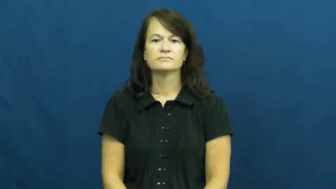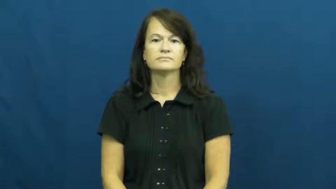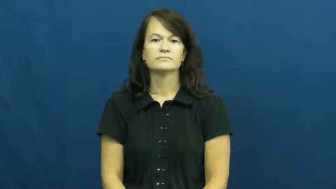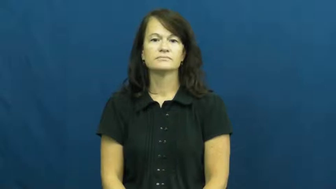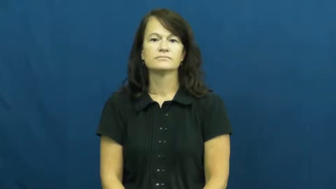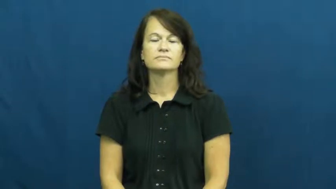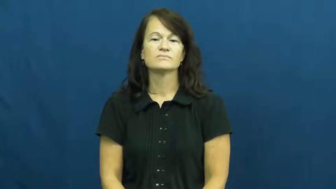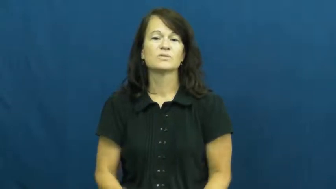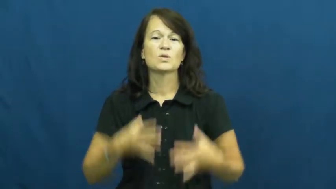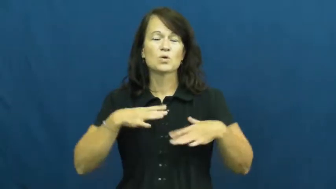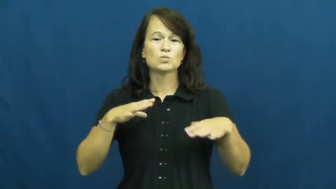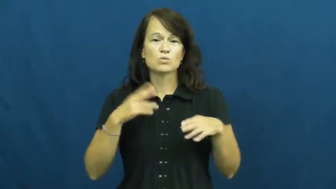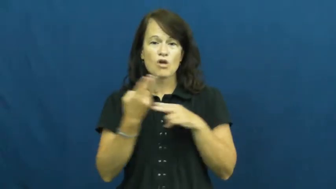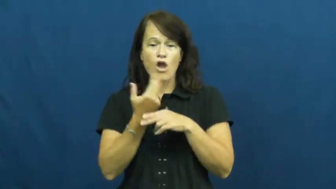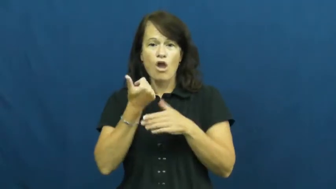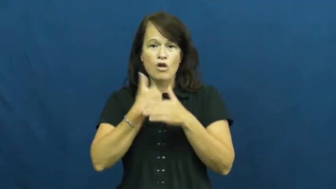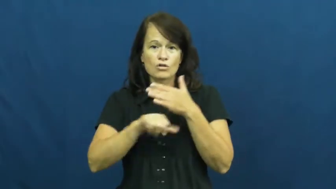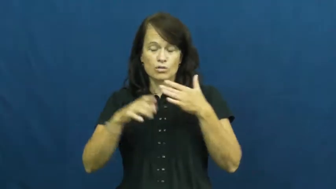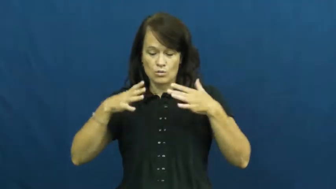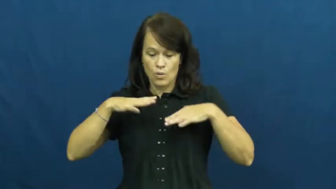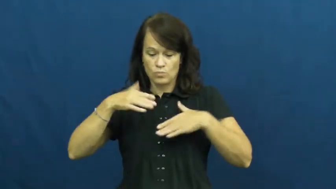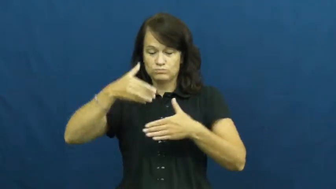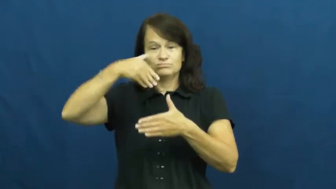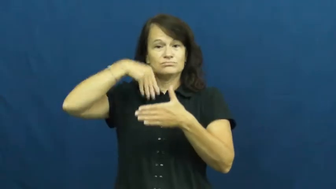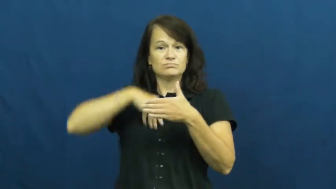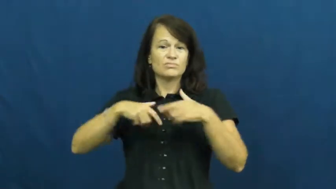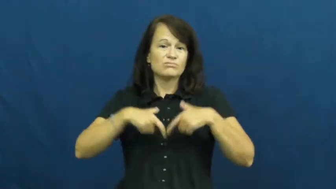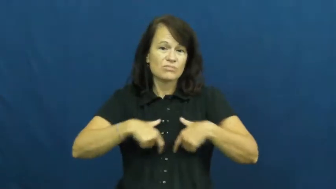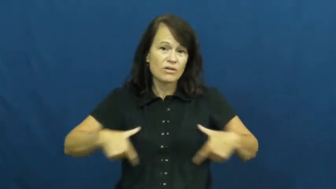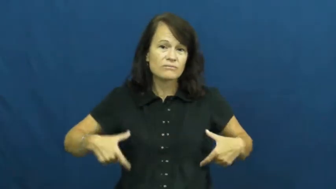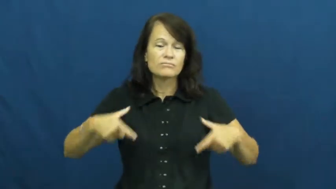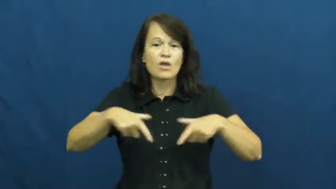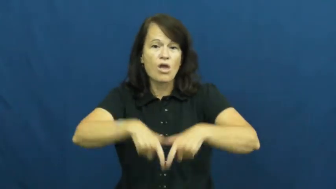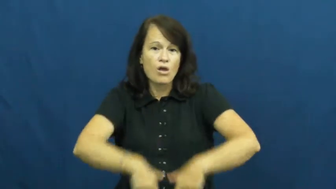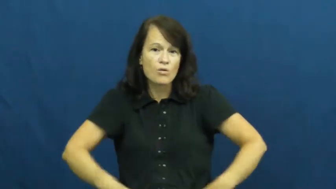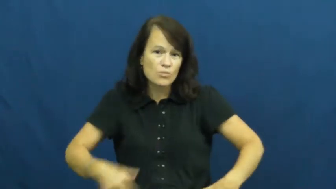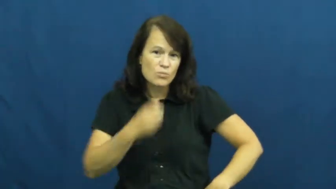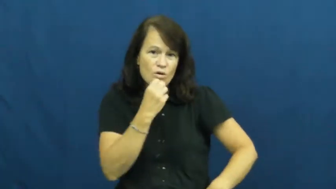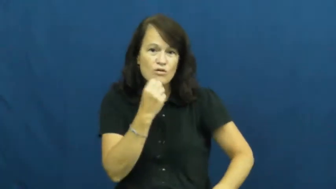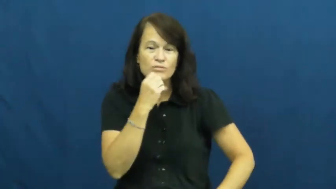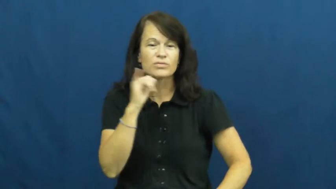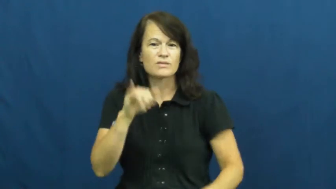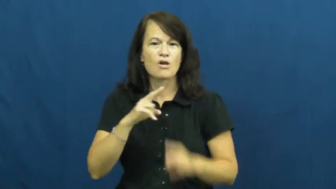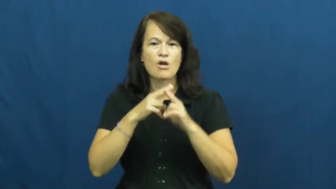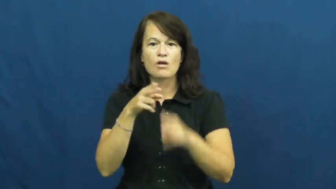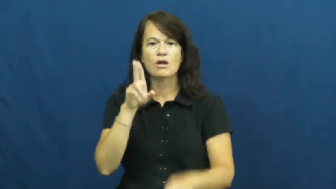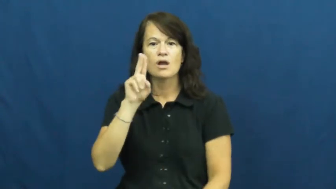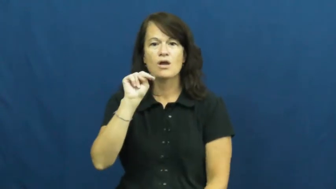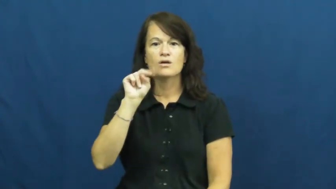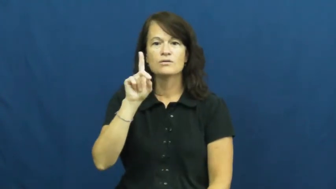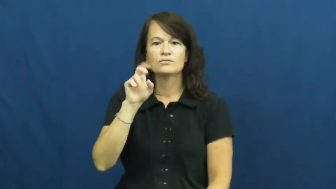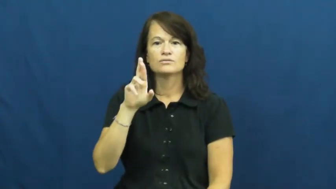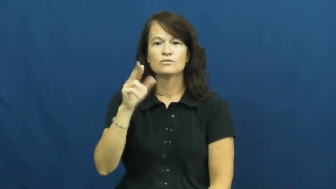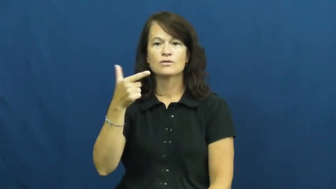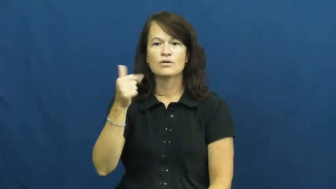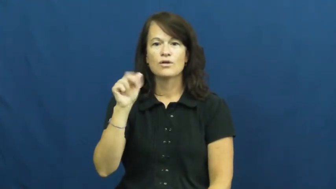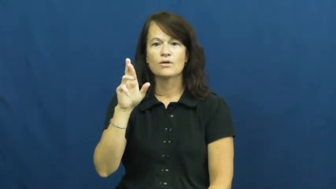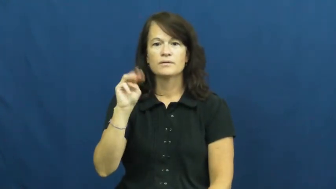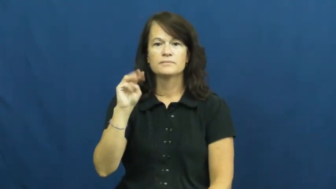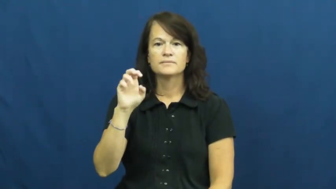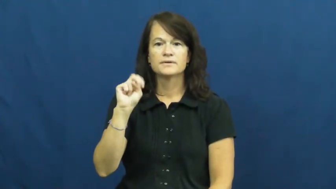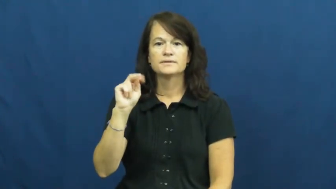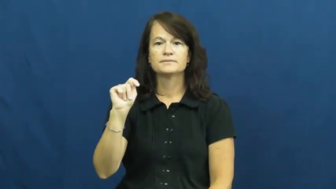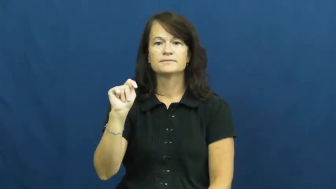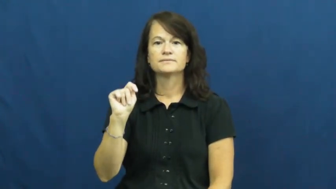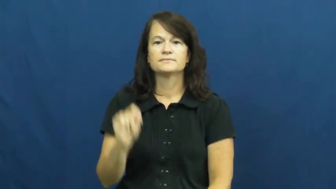undergarment